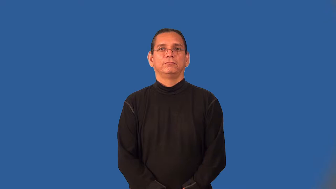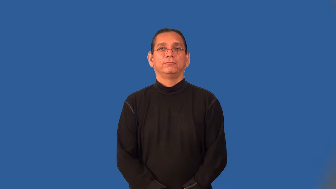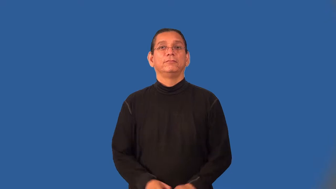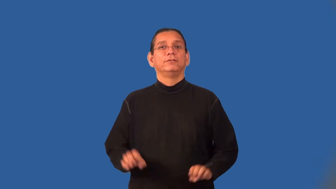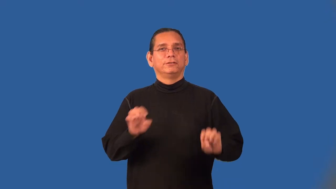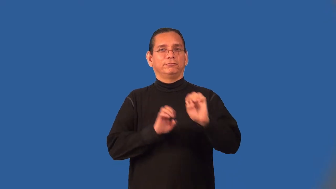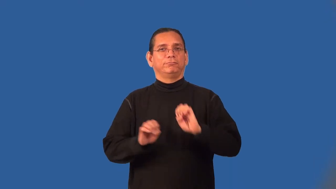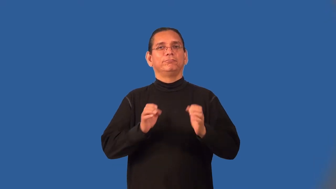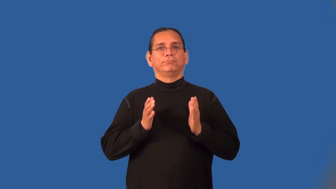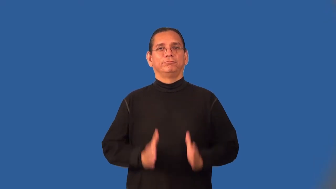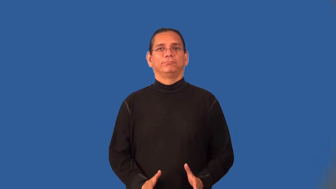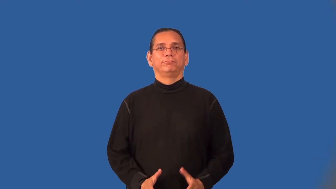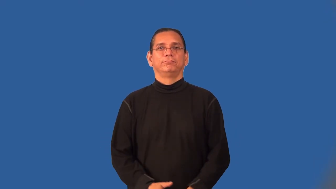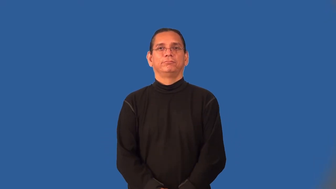experimenter